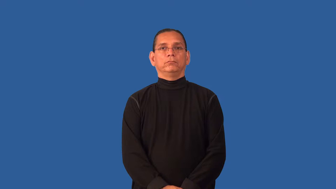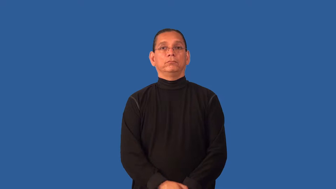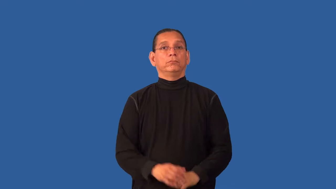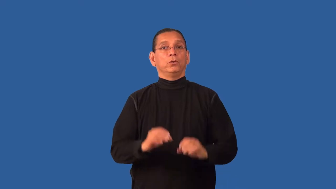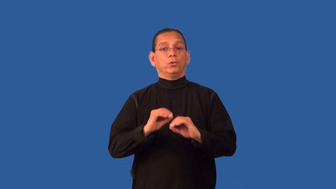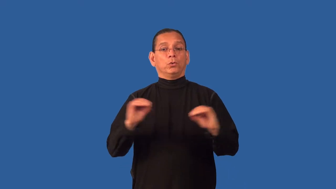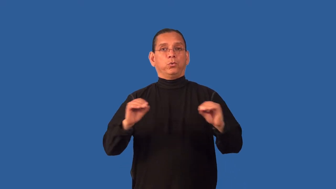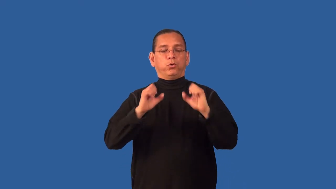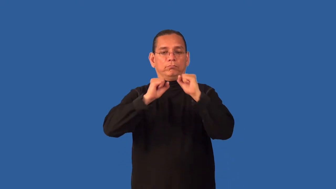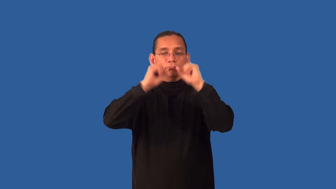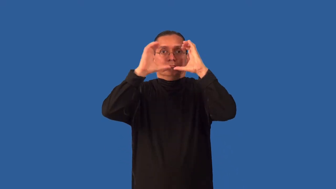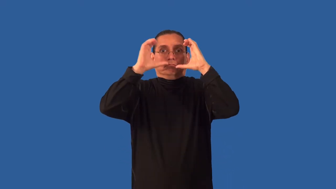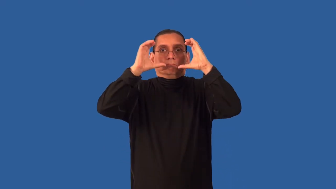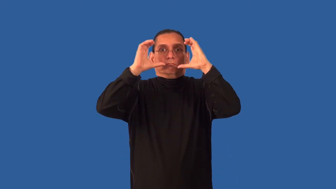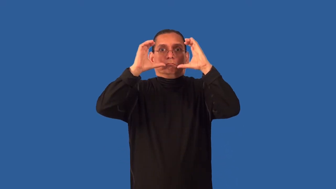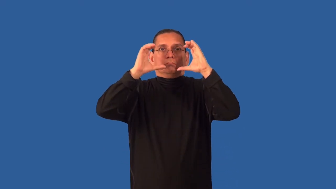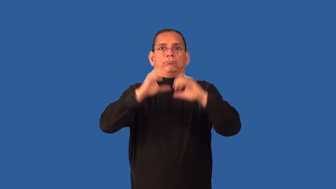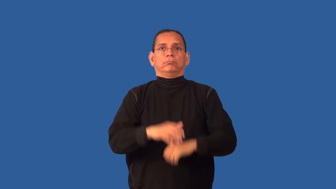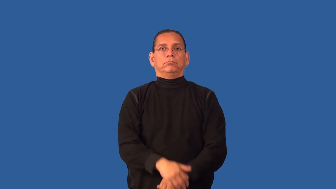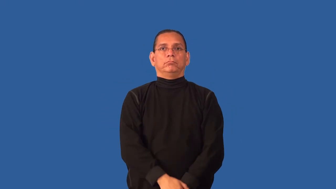decaffeinated